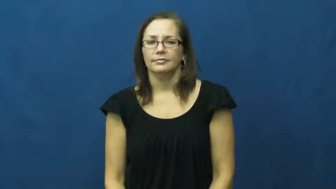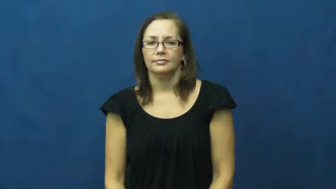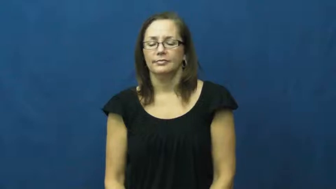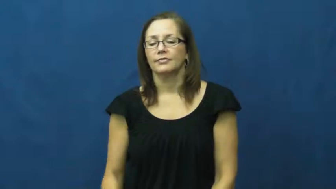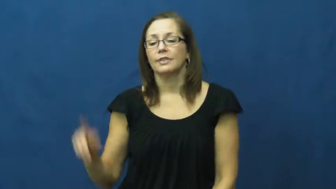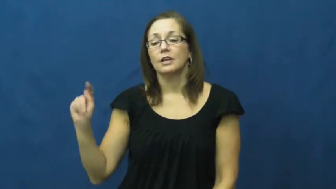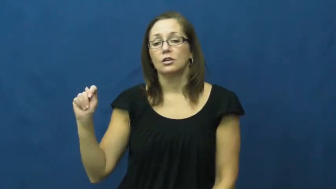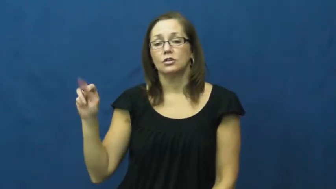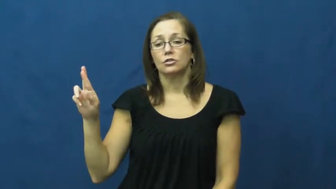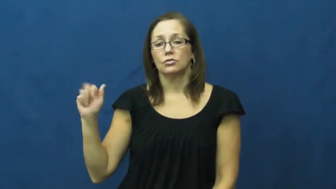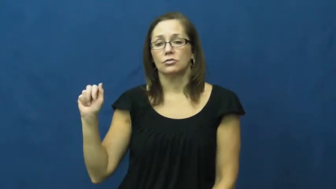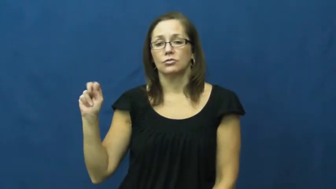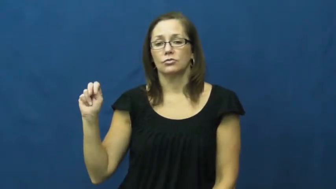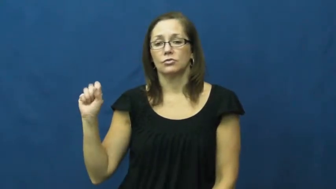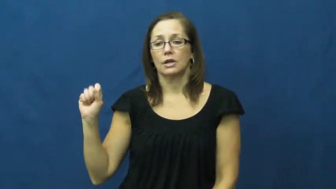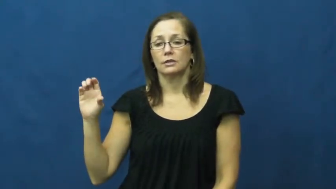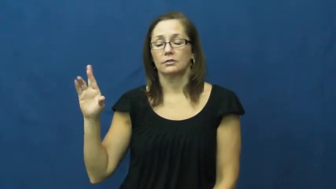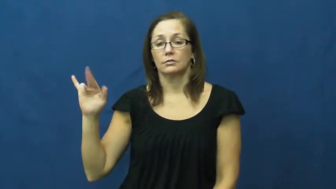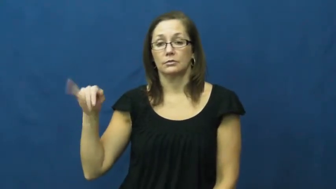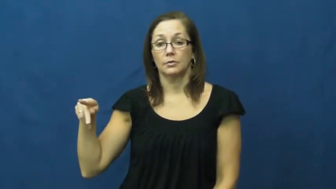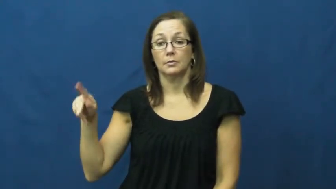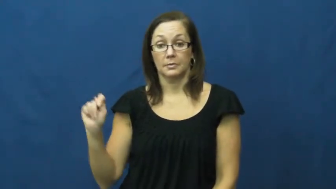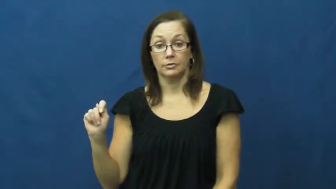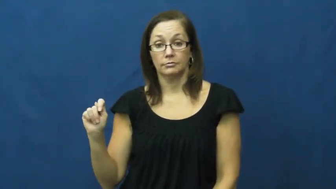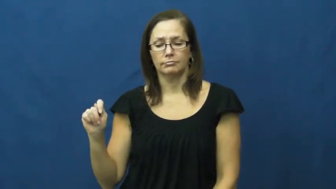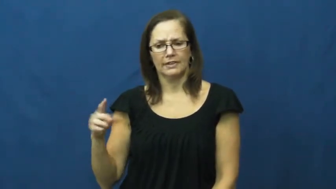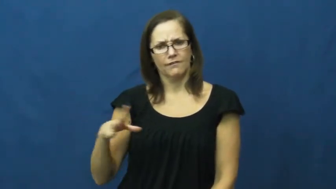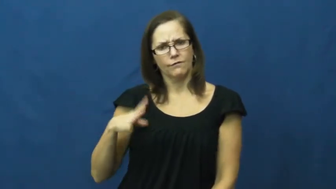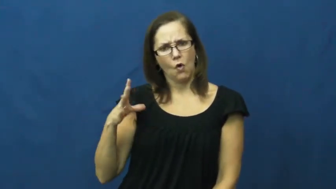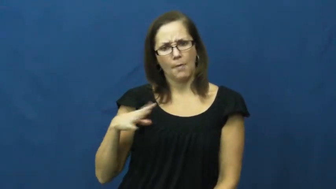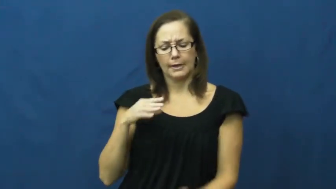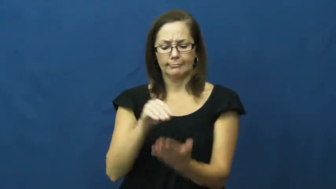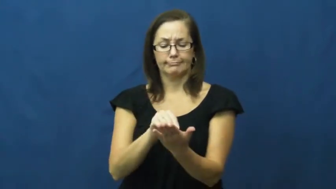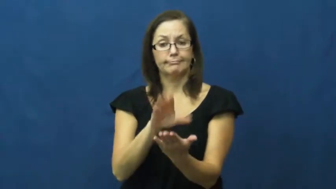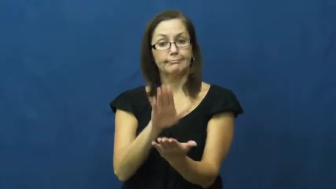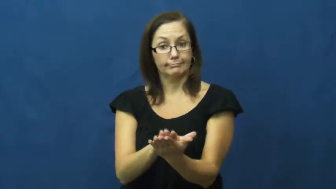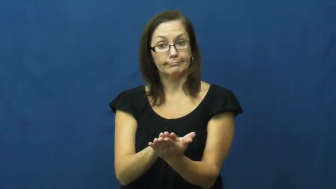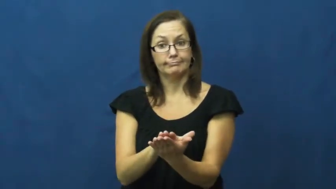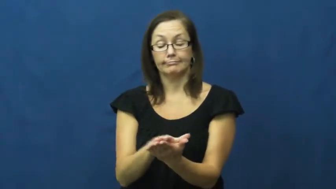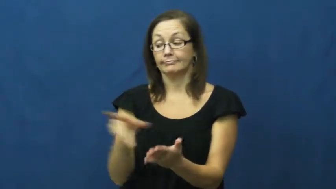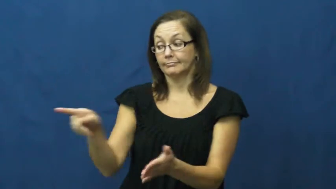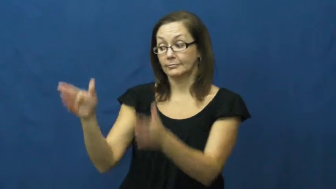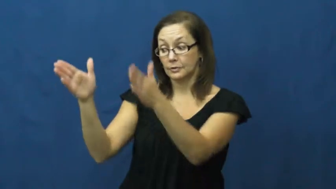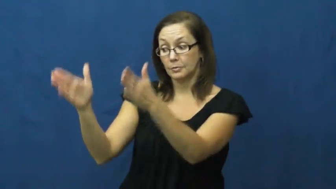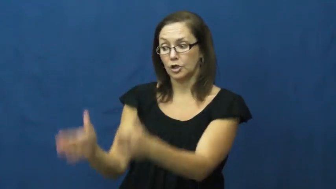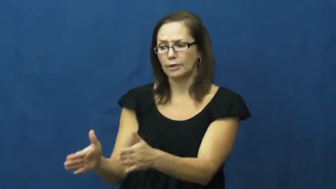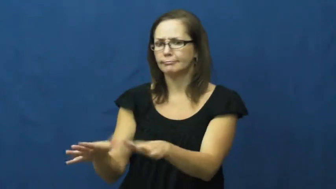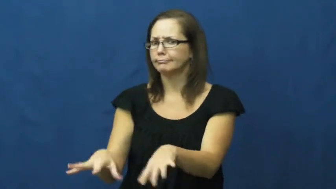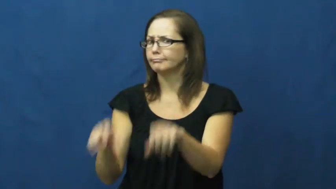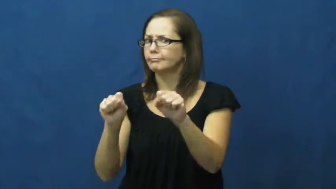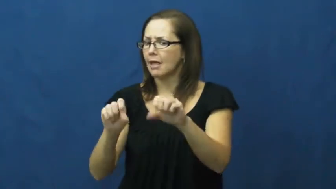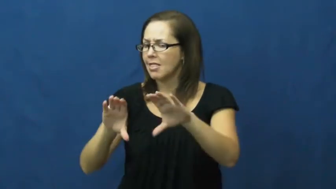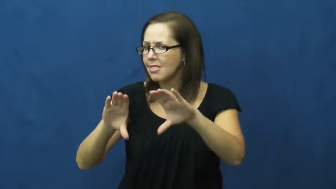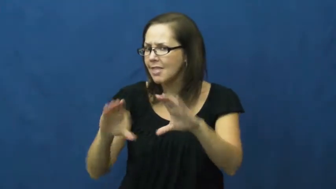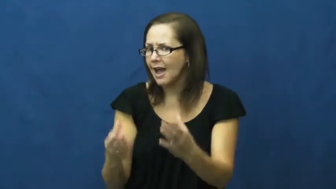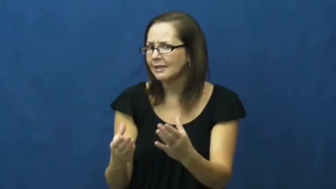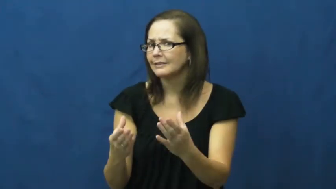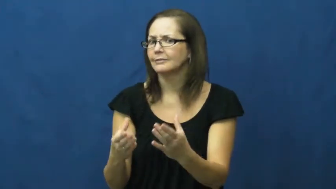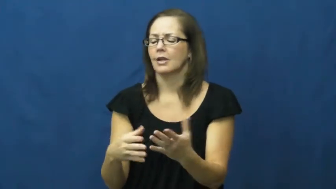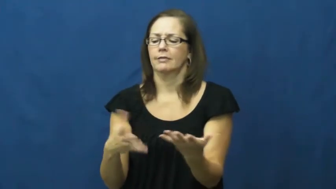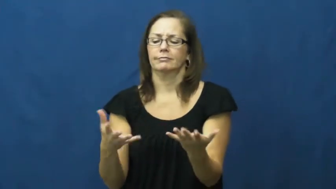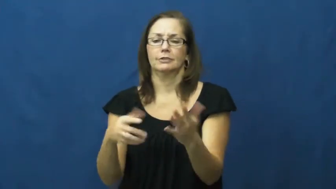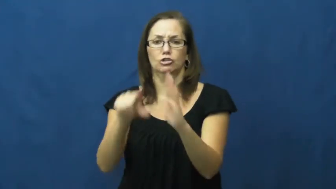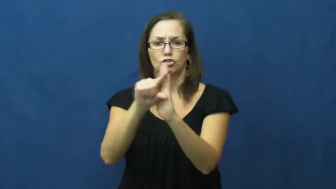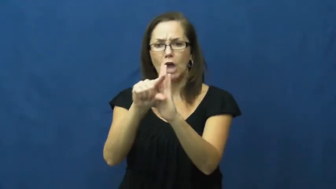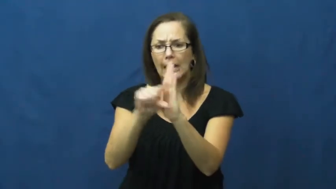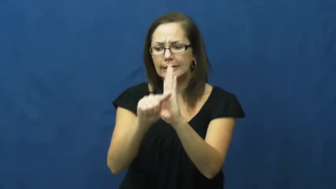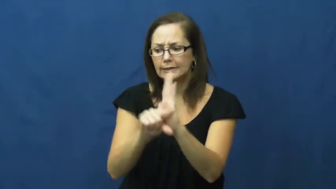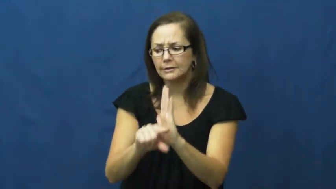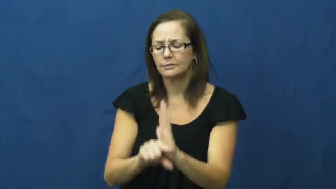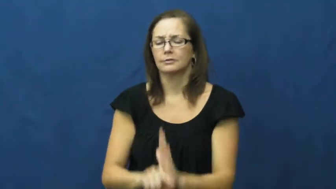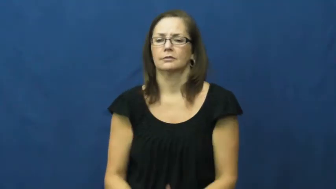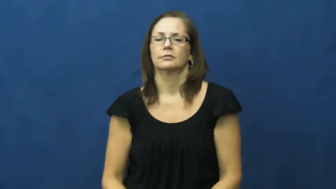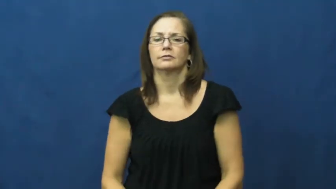transcript-grades